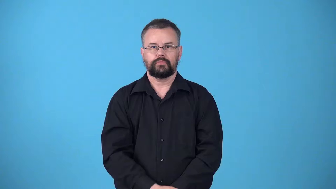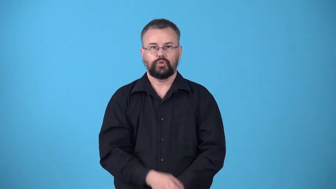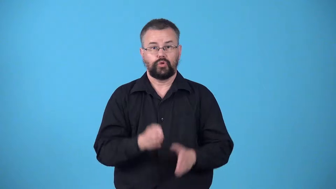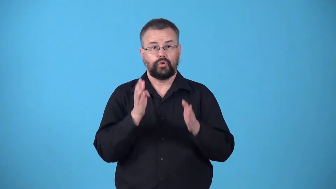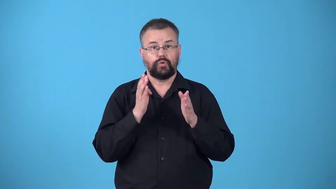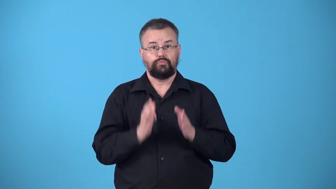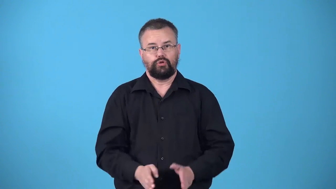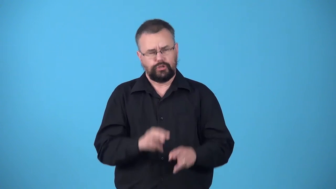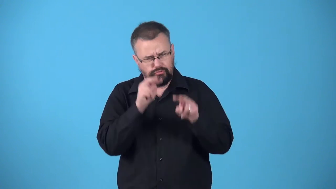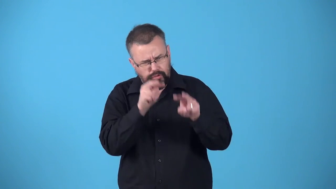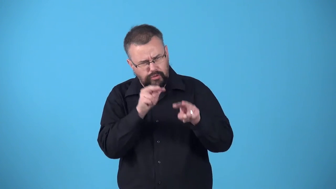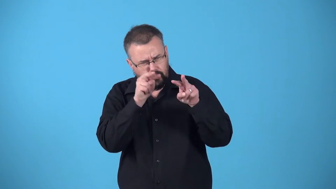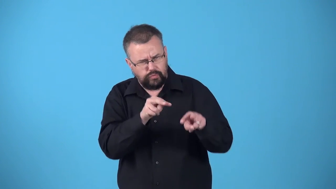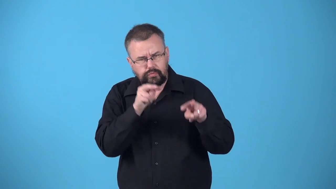watchdog,watcher-person